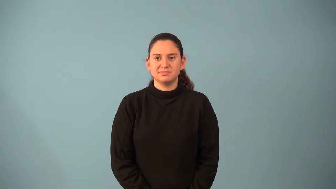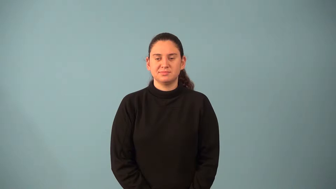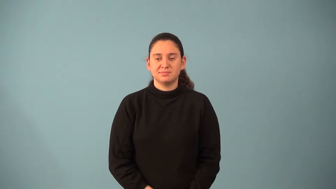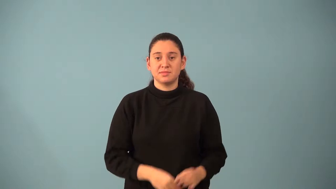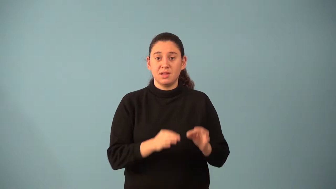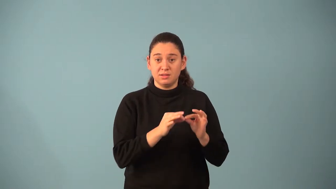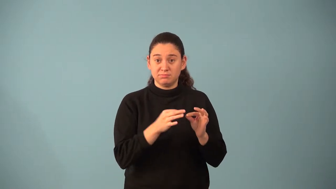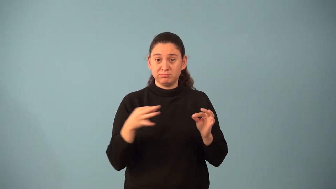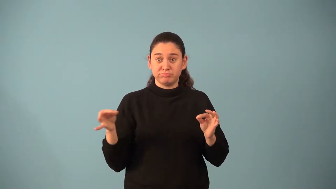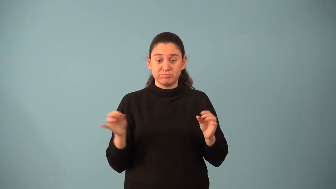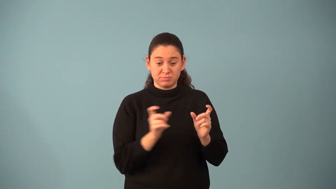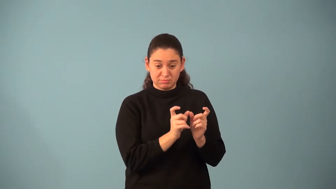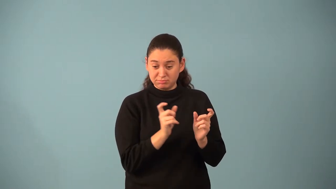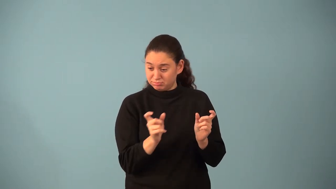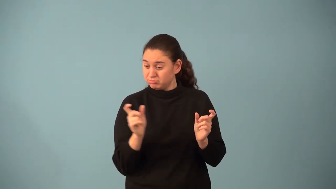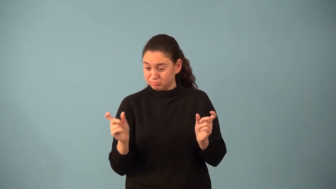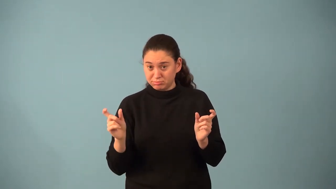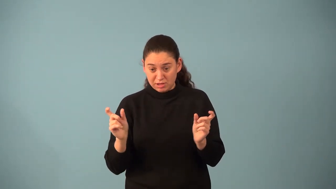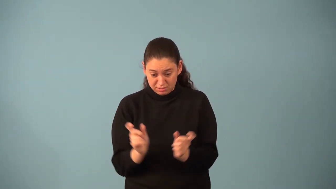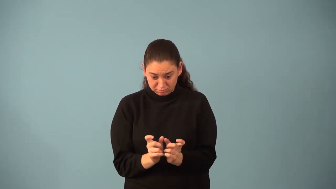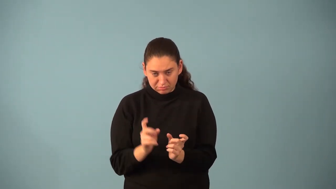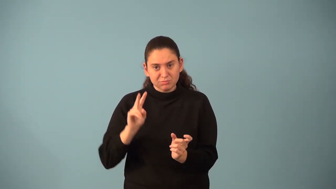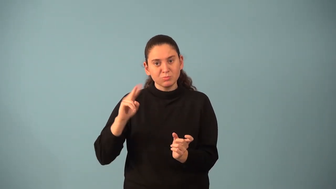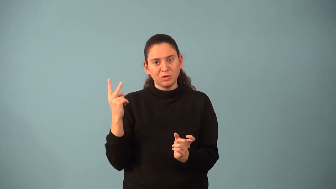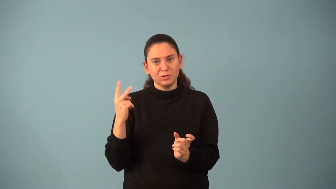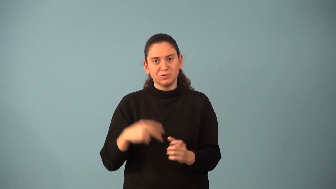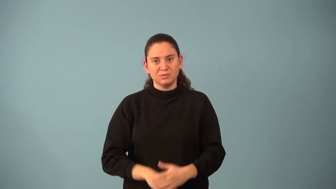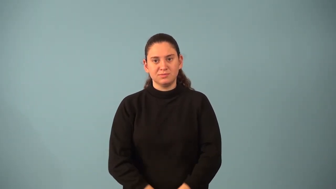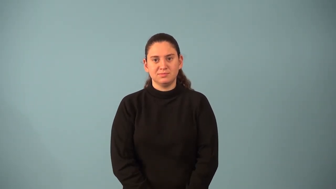perfect square trinomial